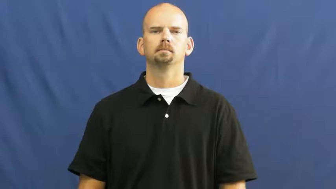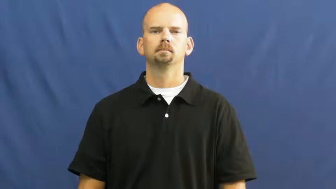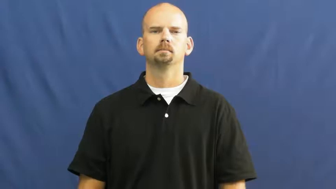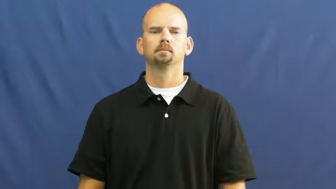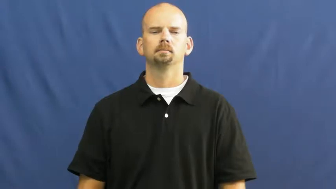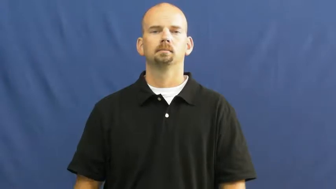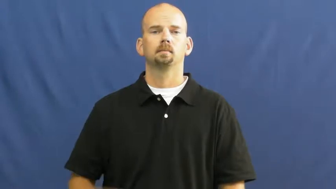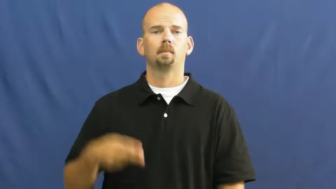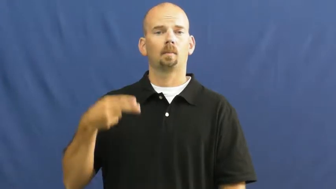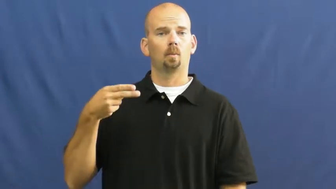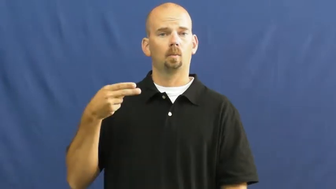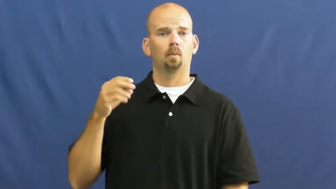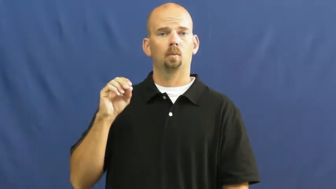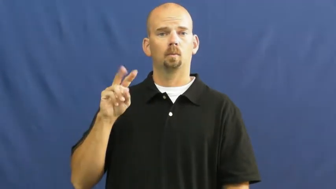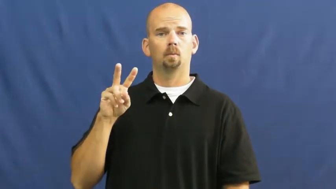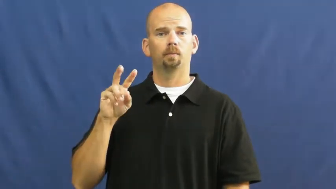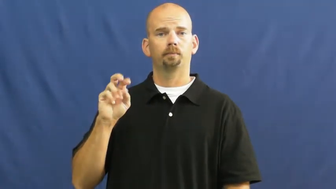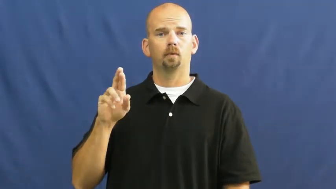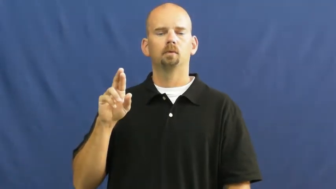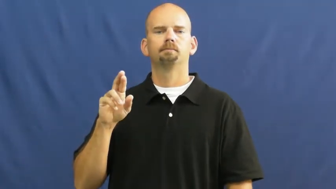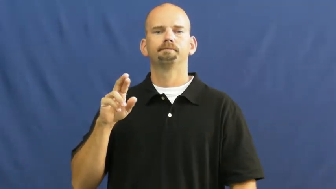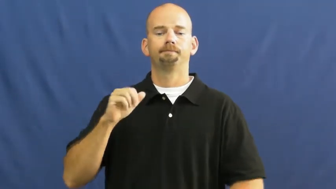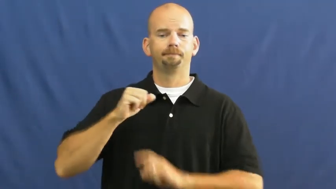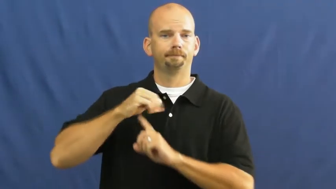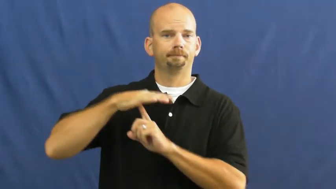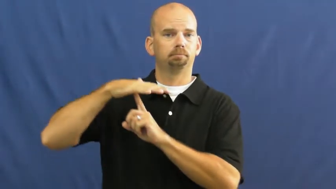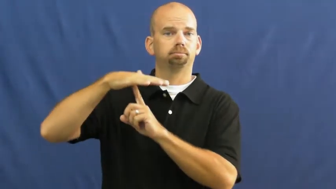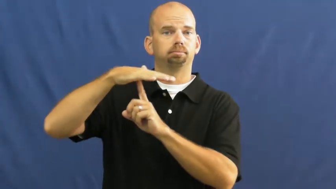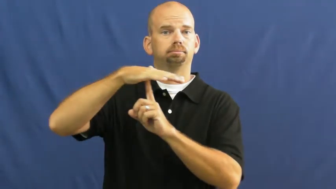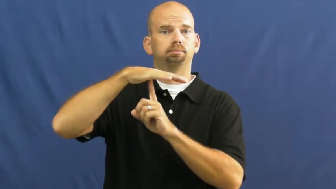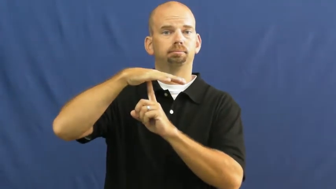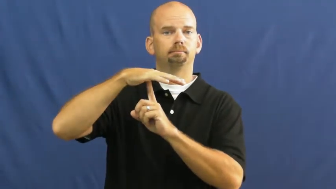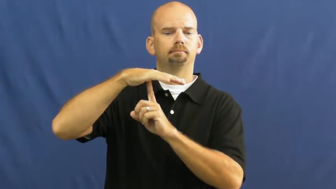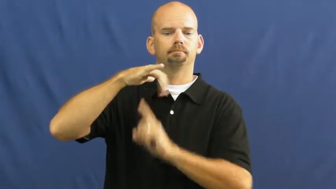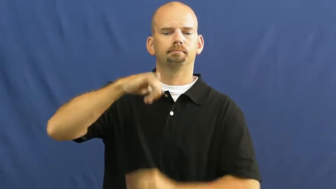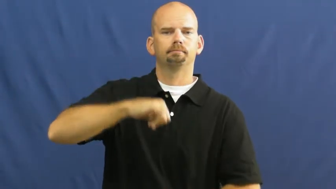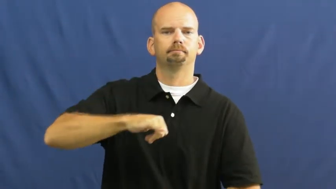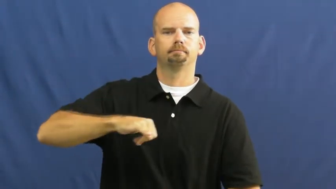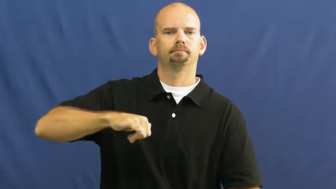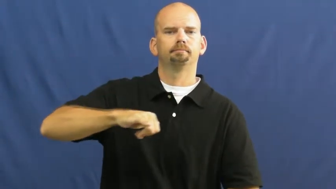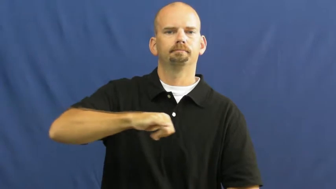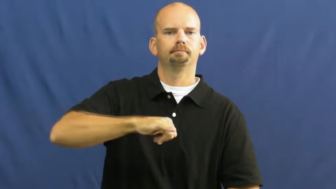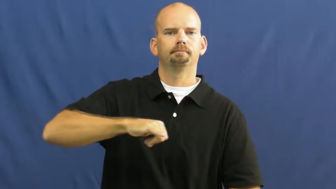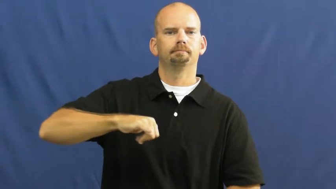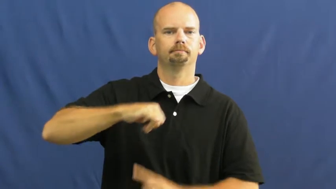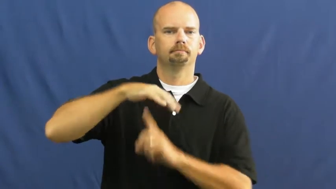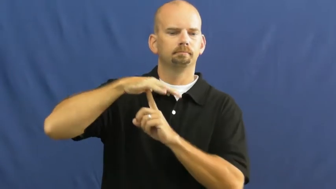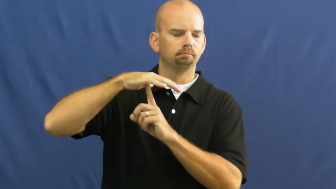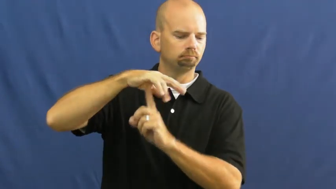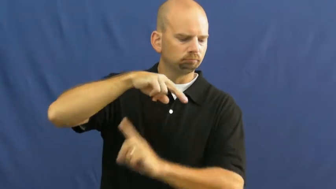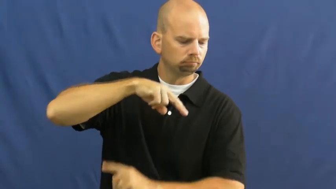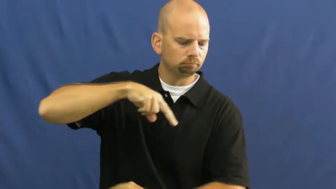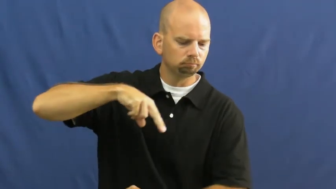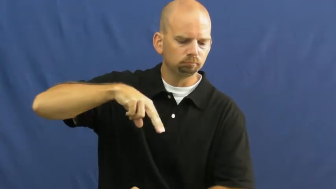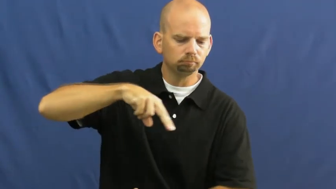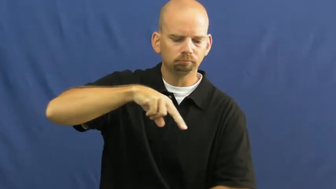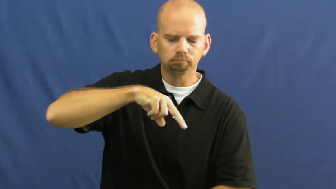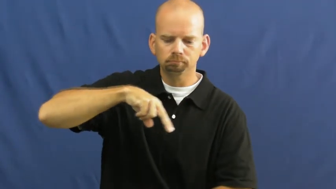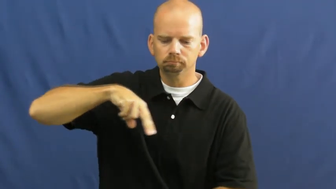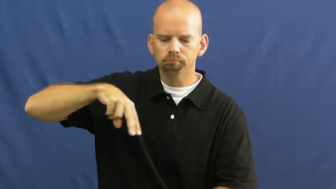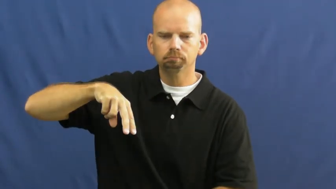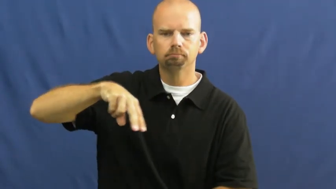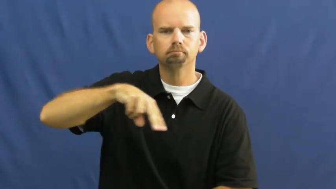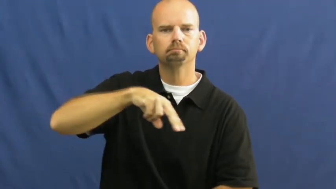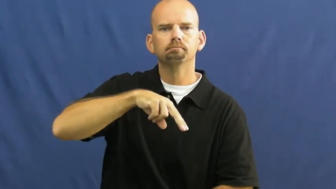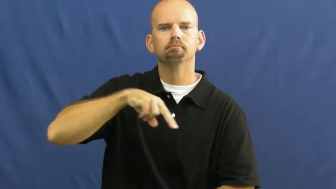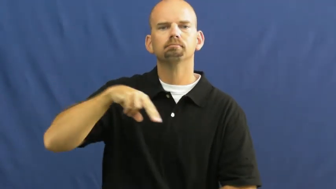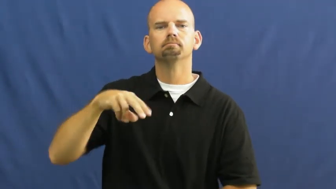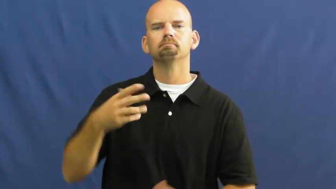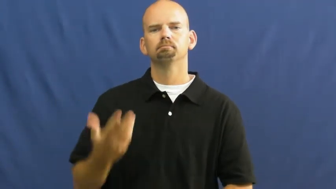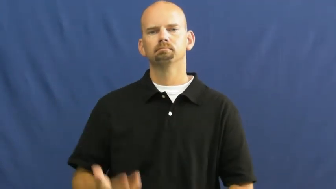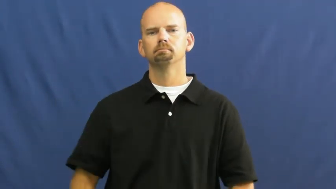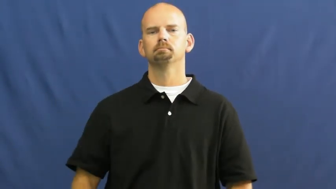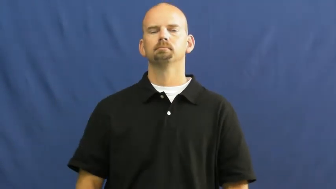hover